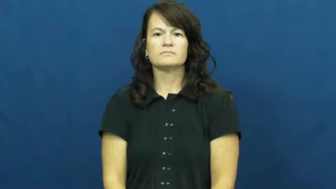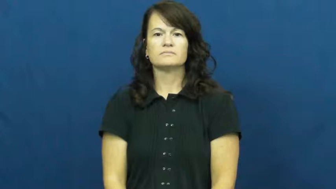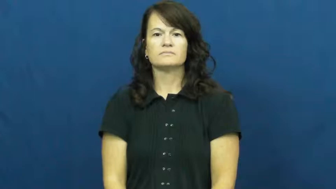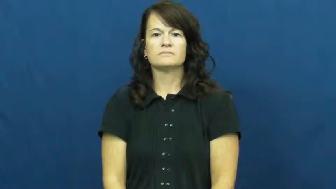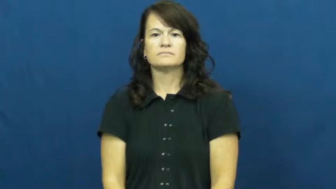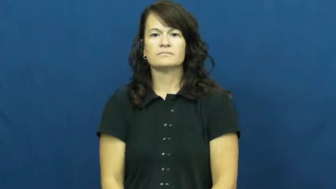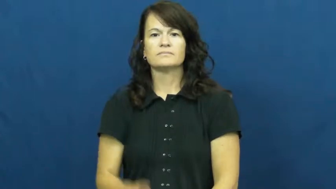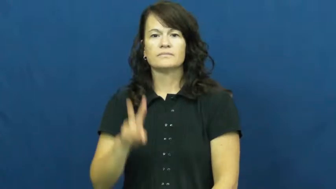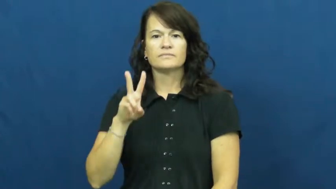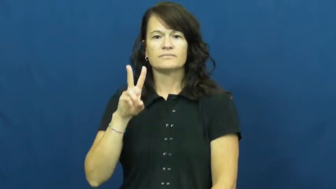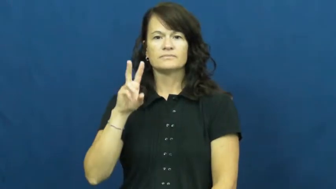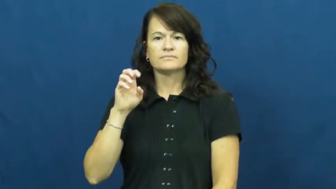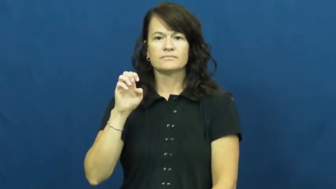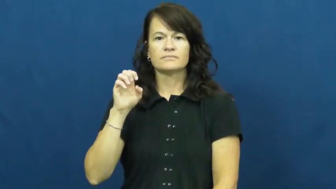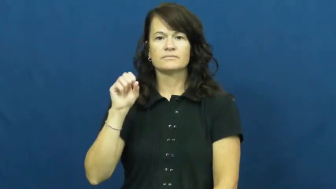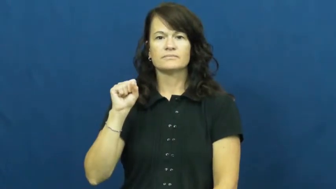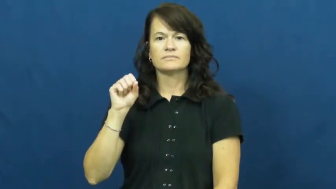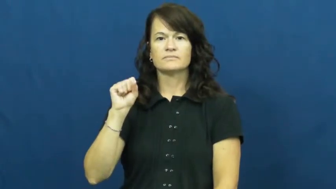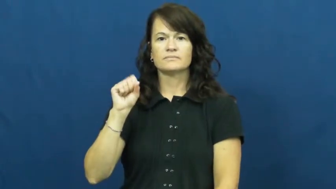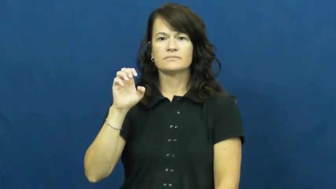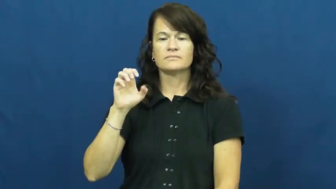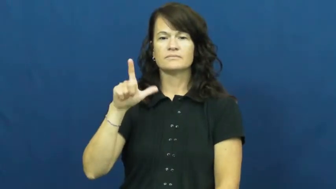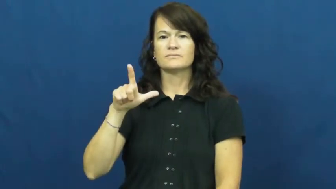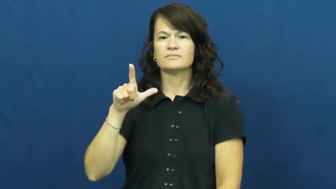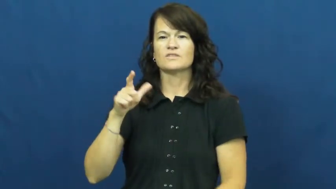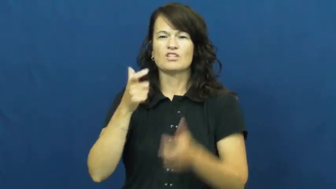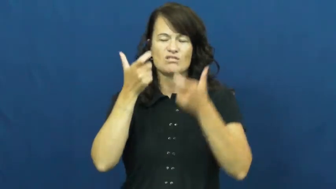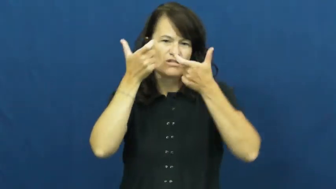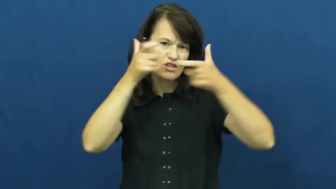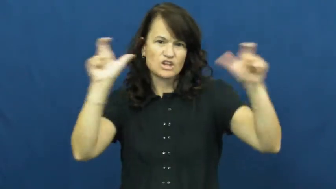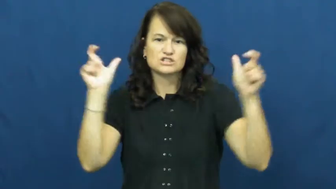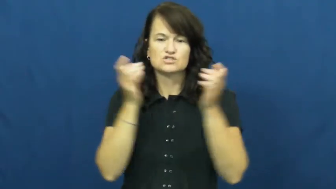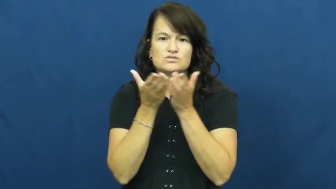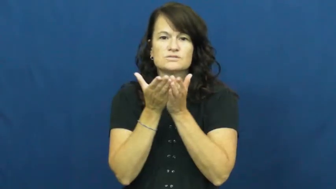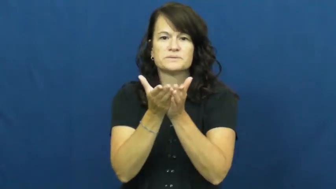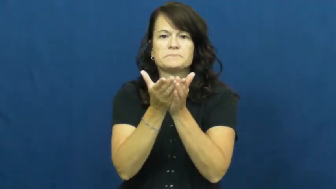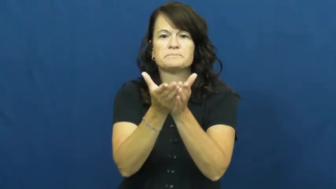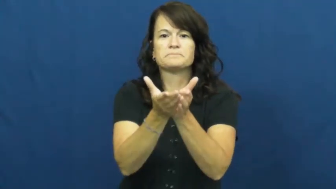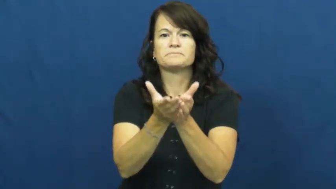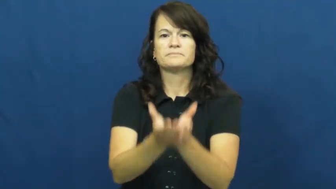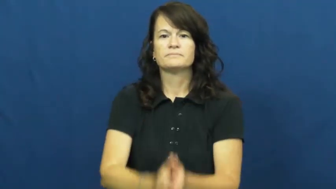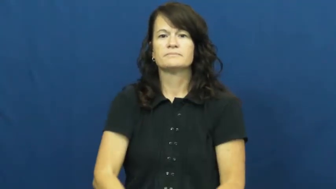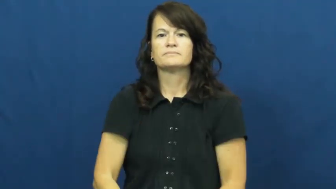vessel-boat